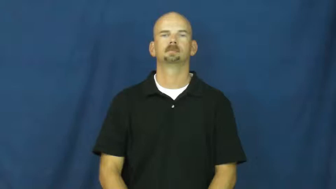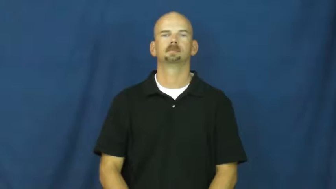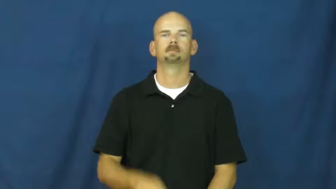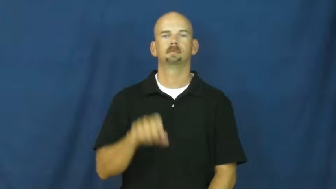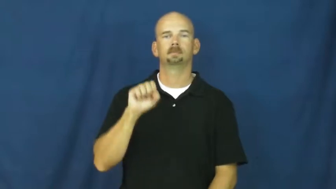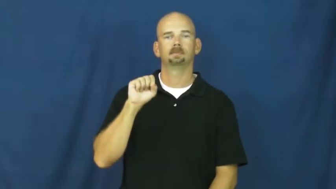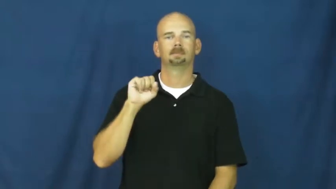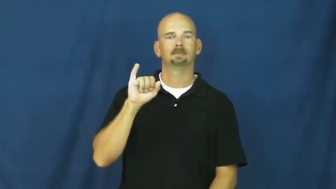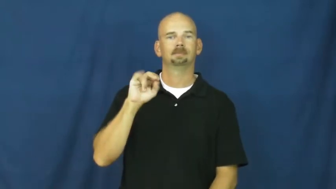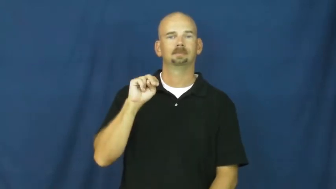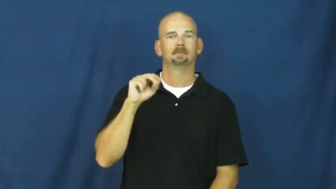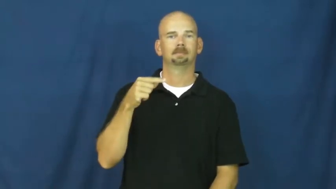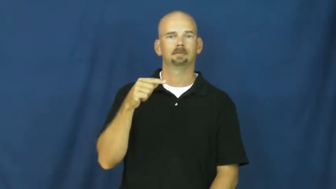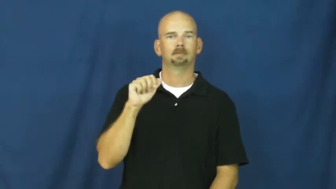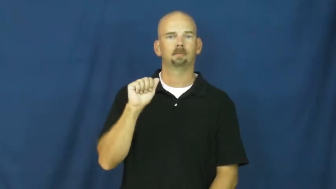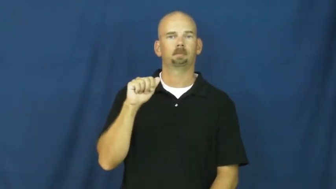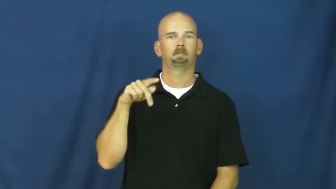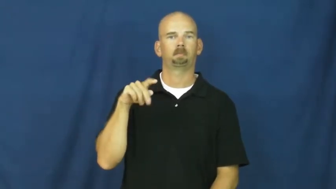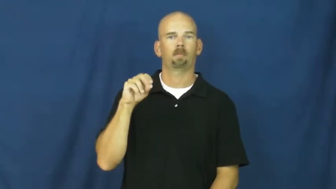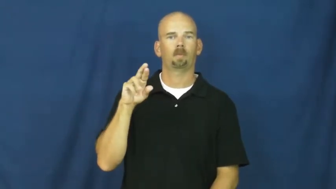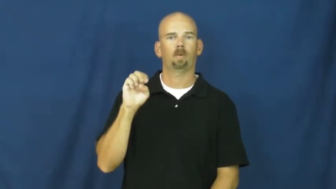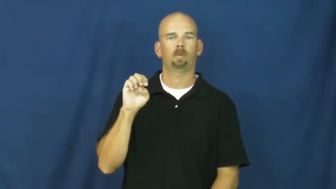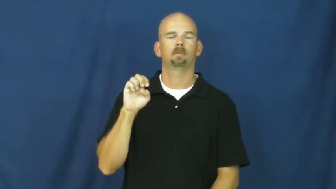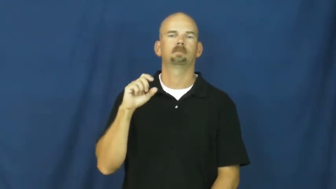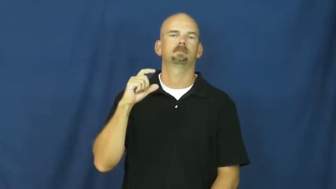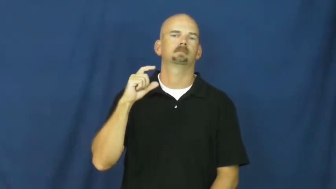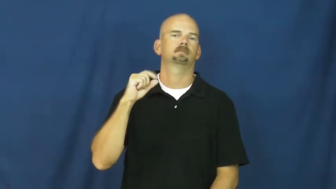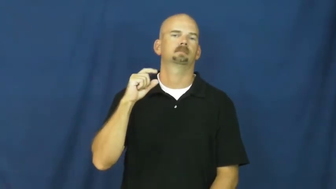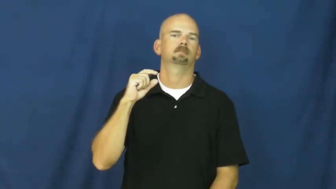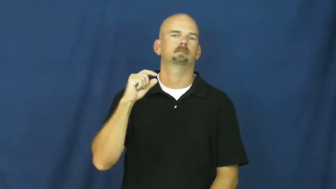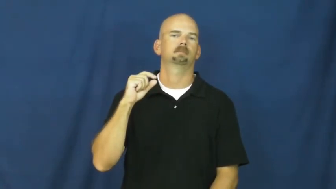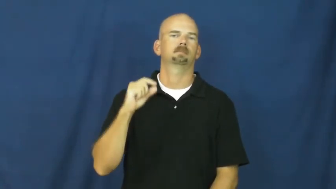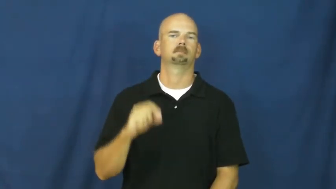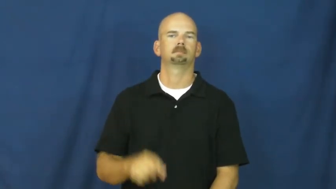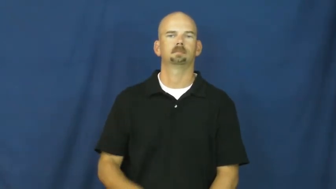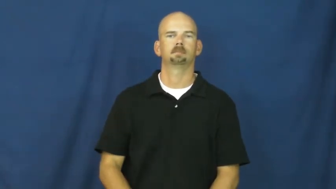singapore